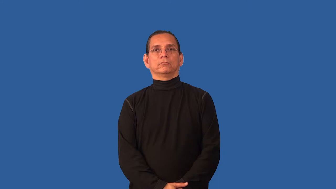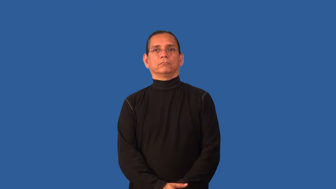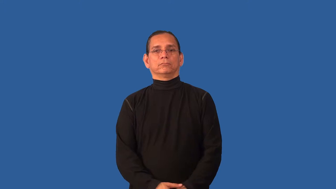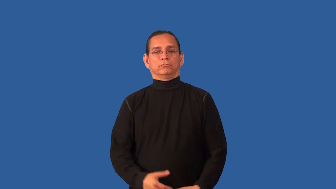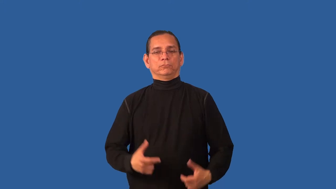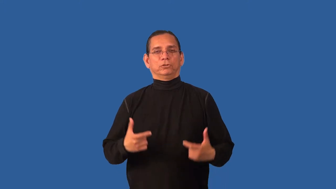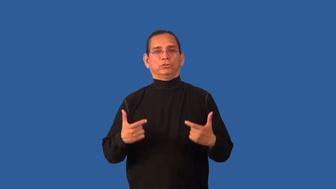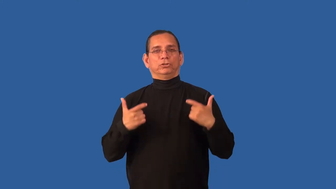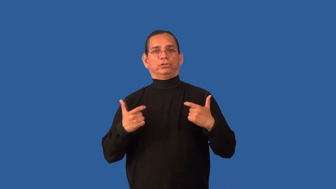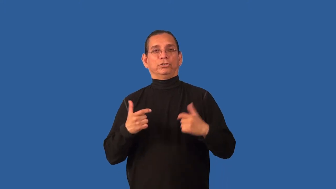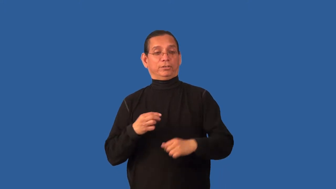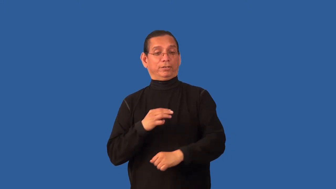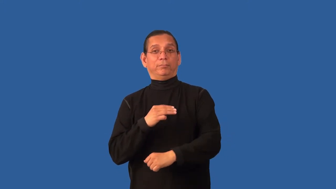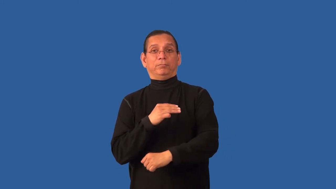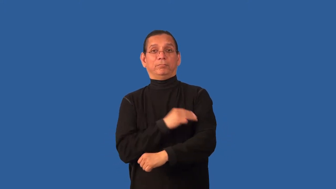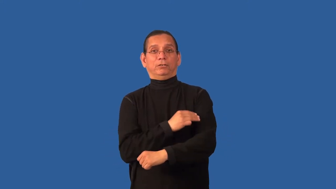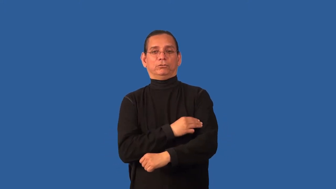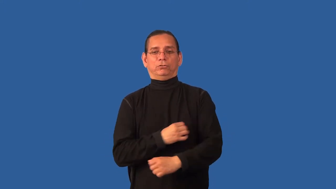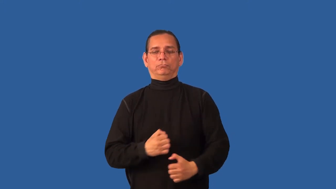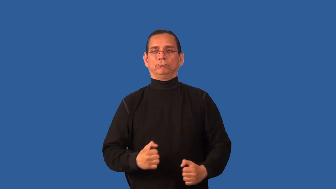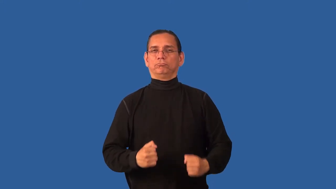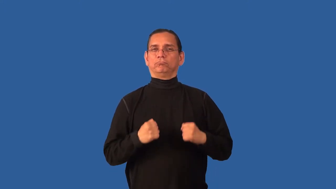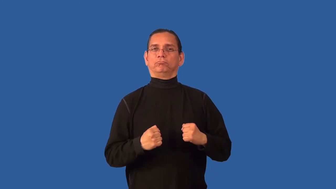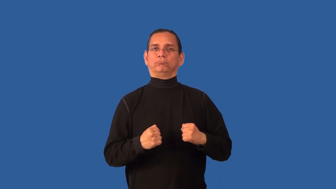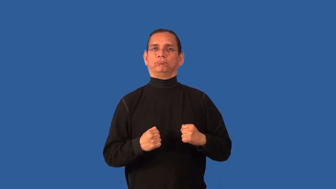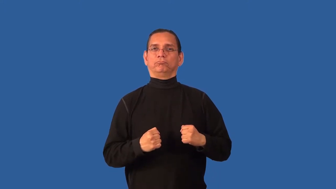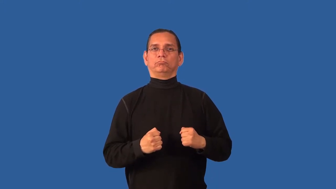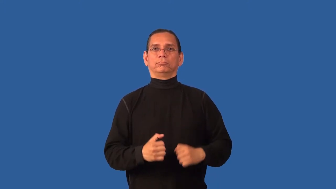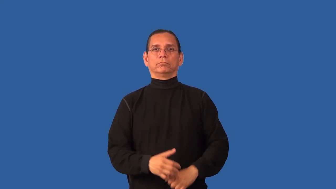buff-good physique